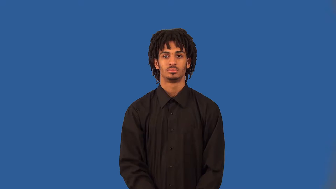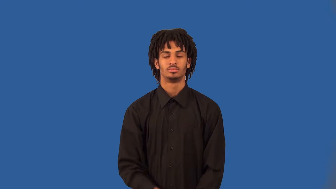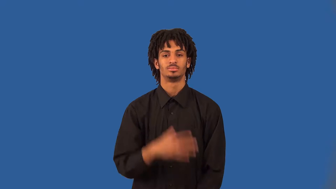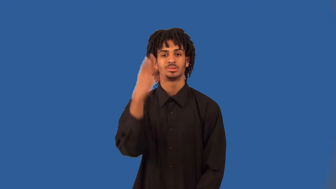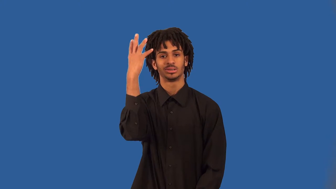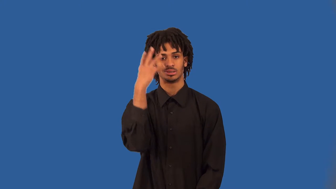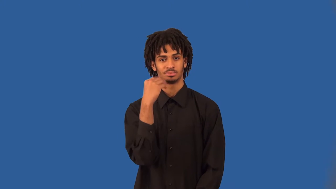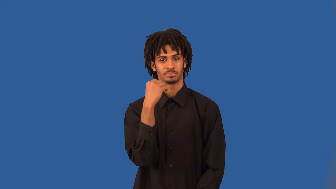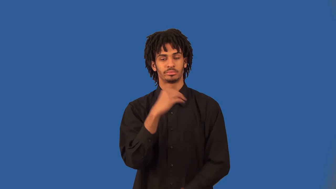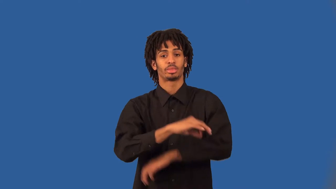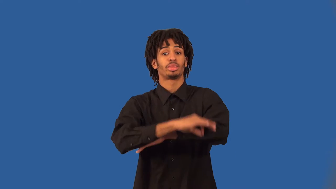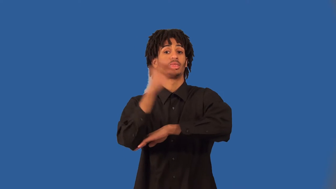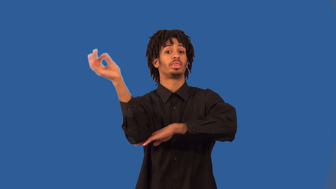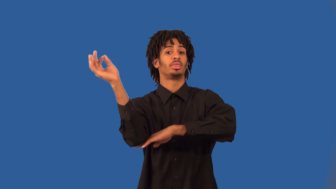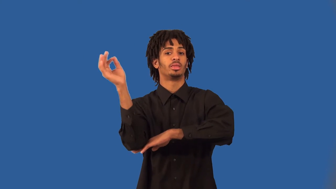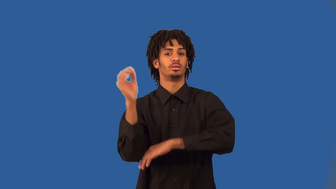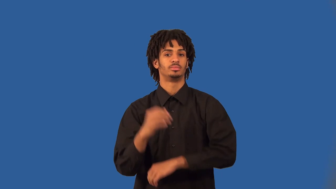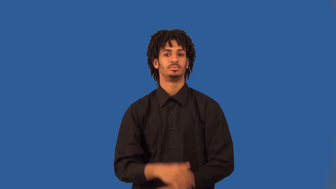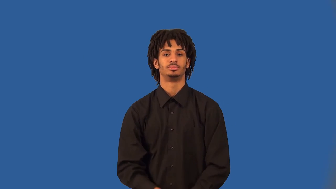oversleep